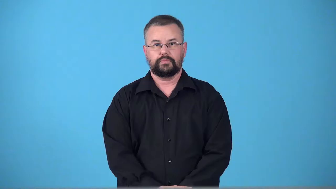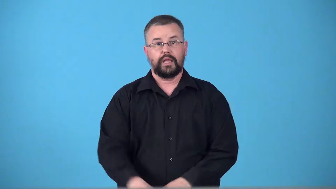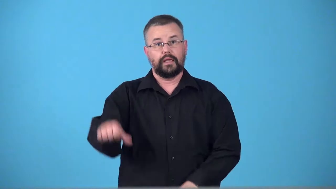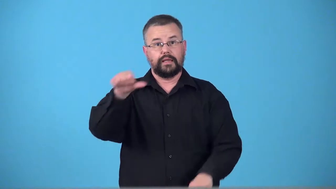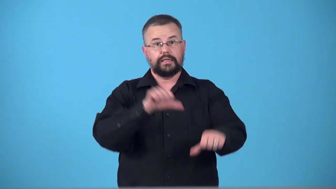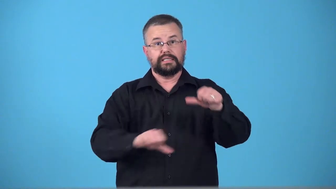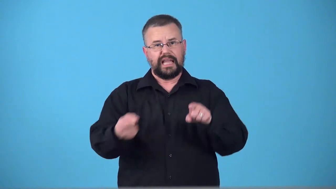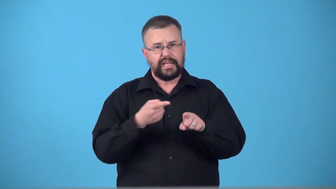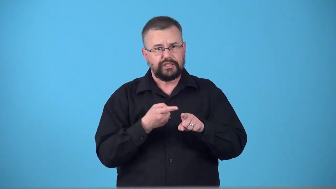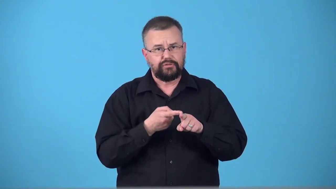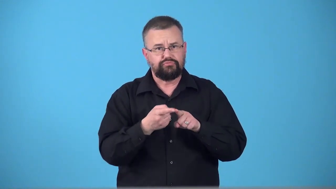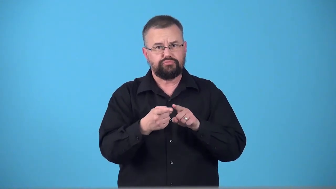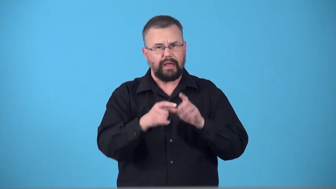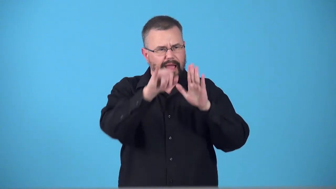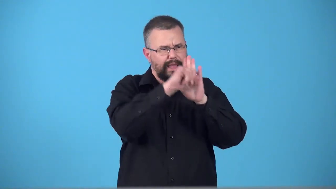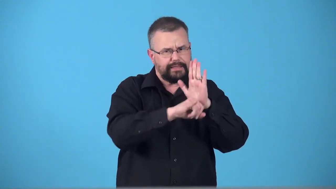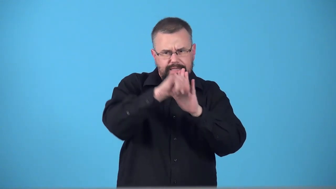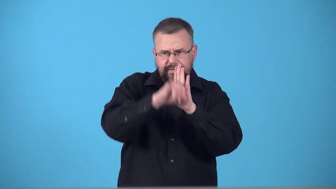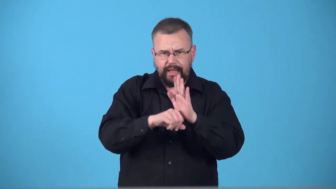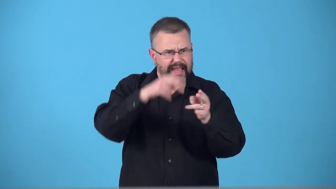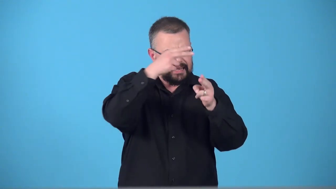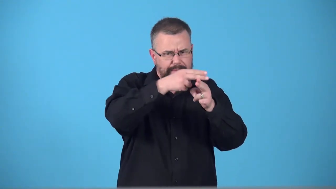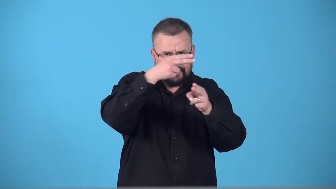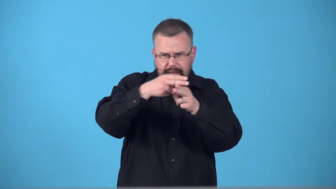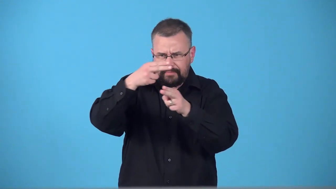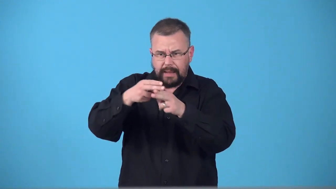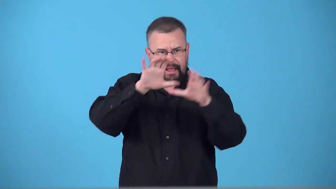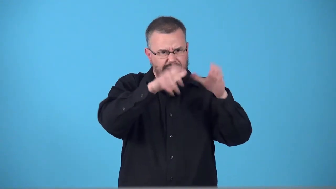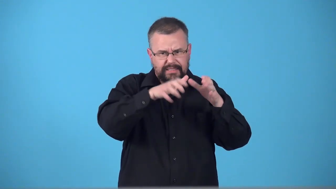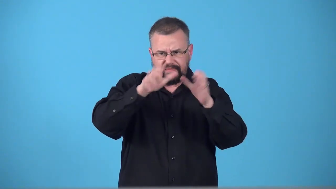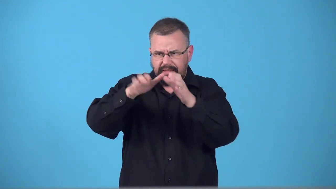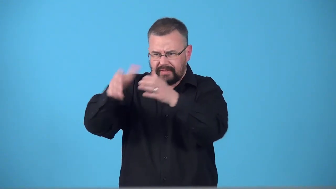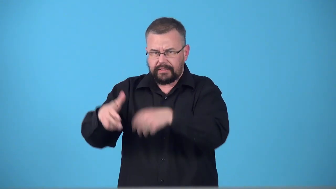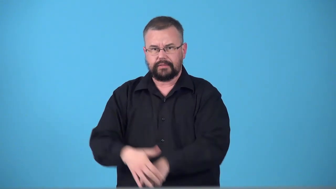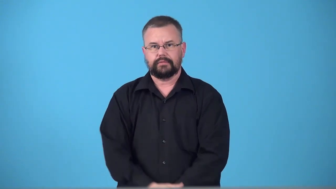taxonomist